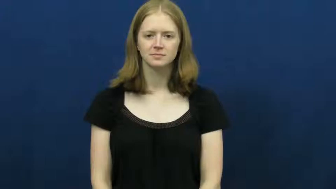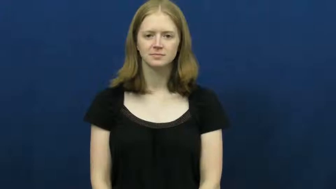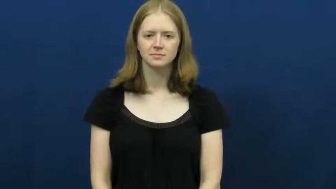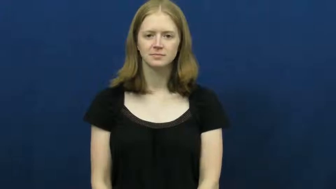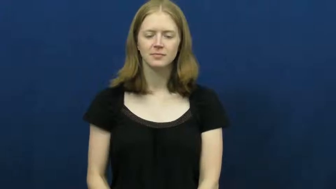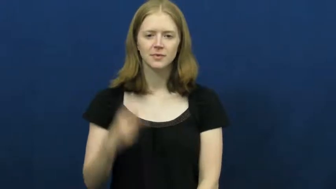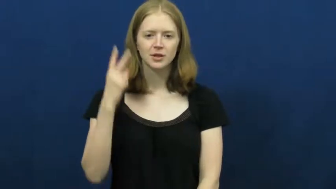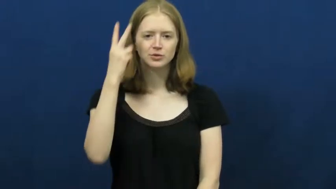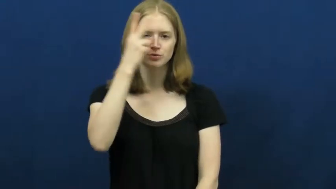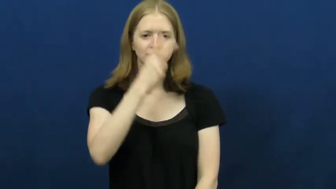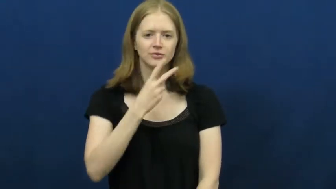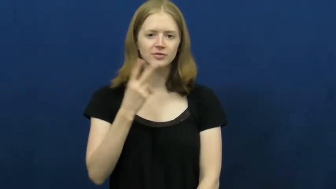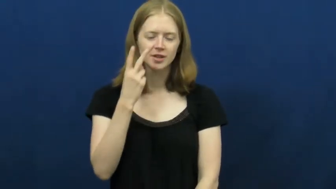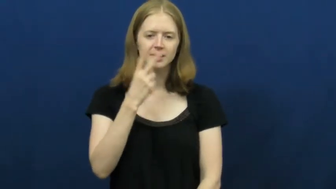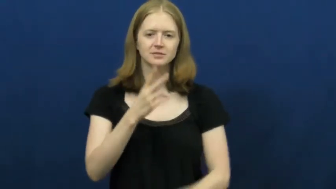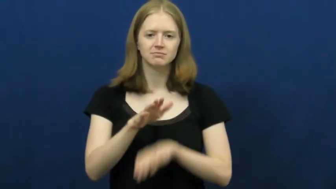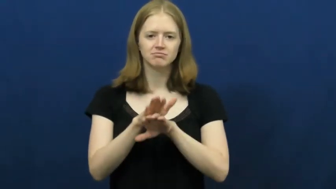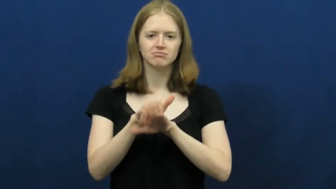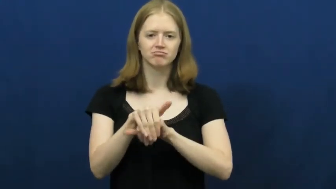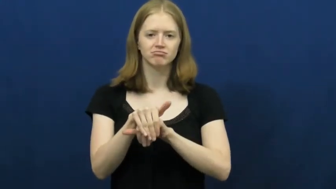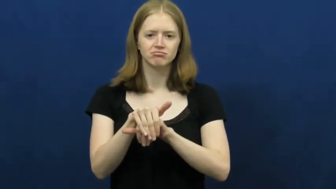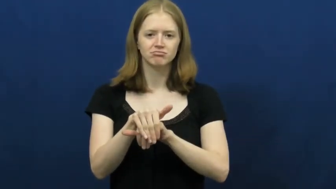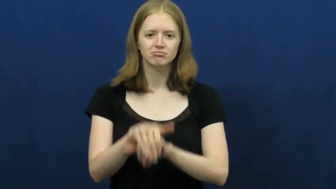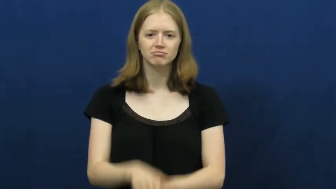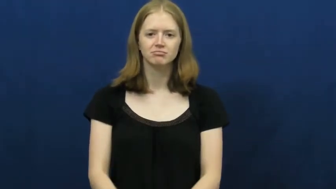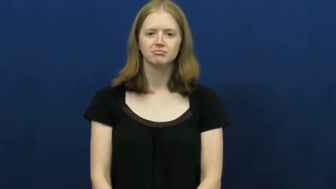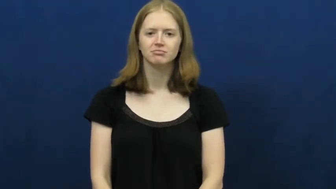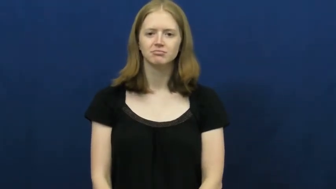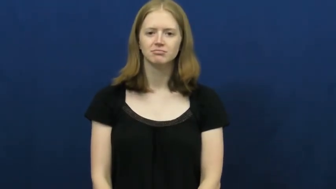two-faced